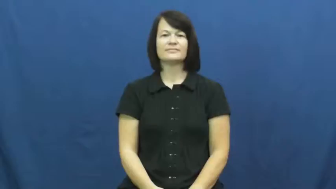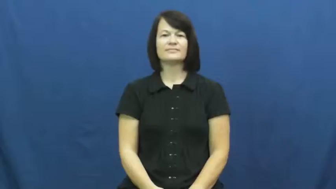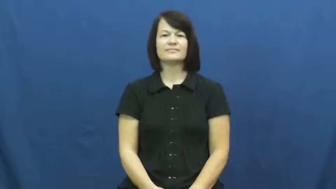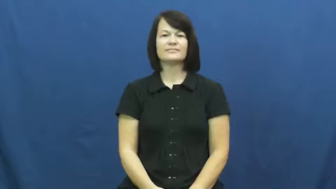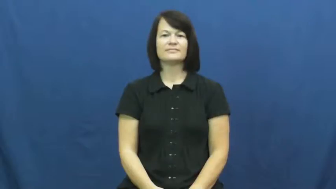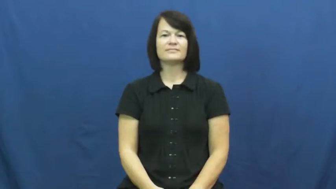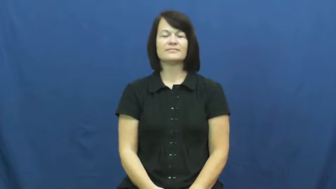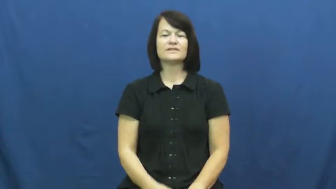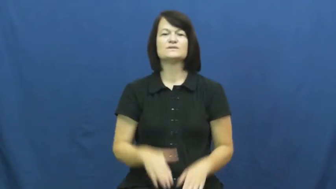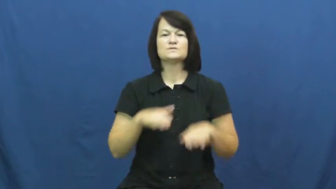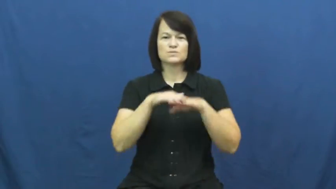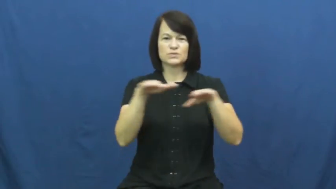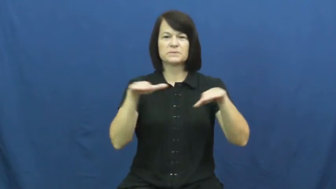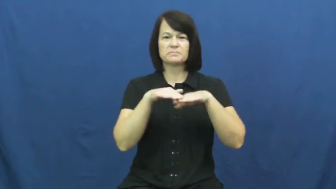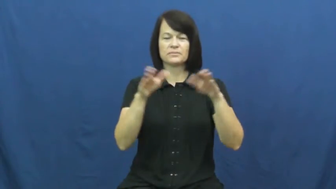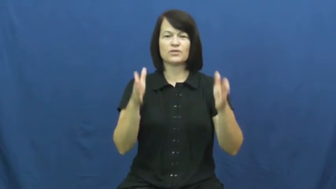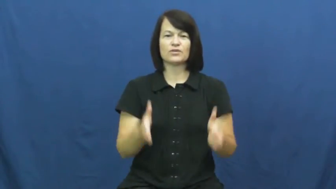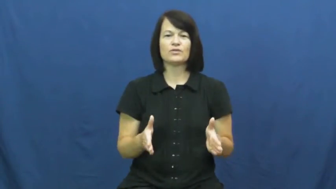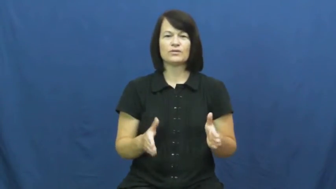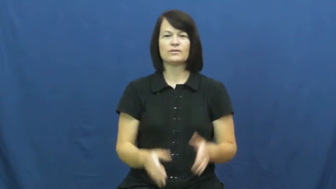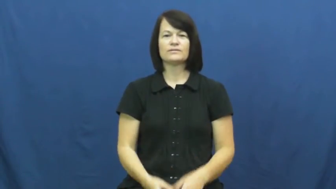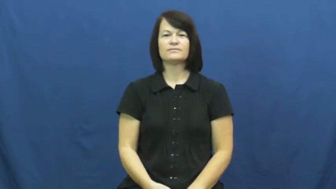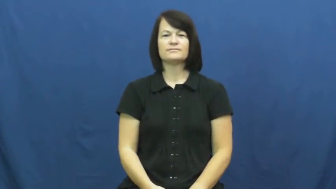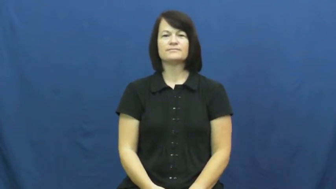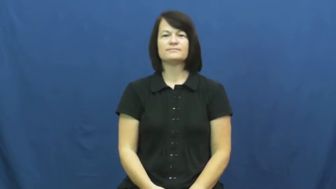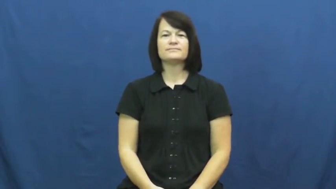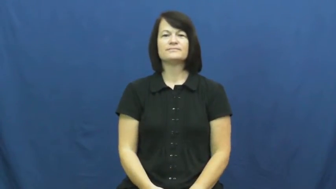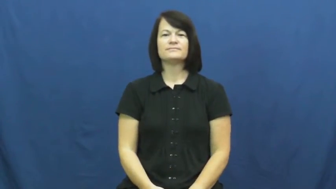swimmer,bather